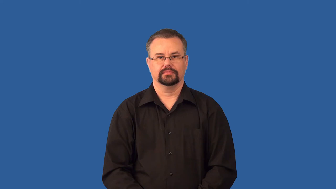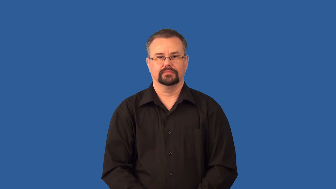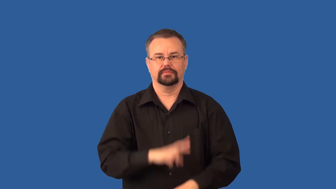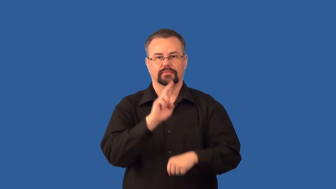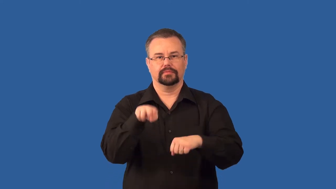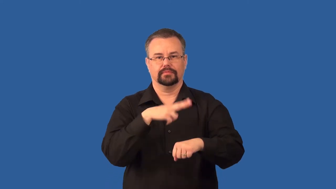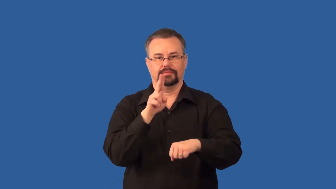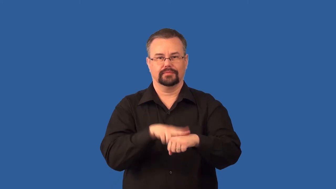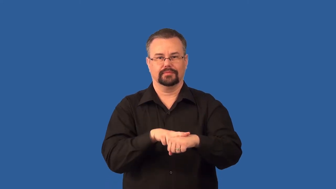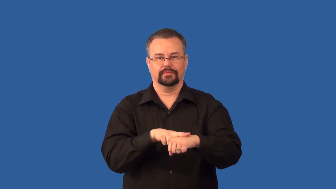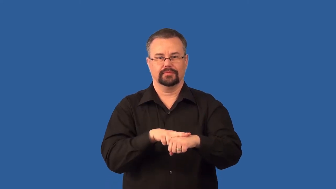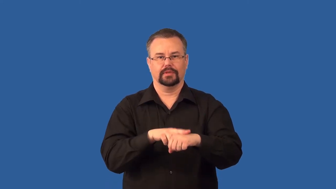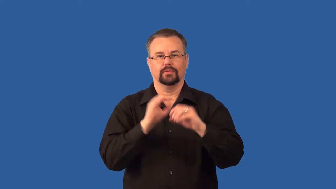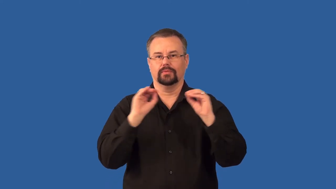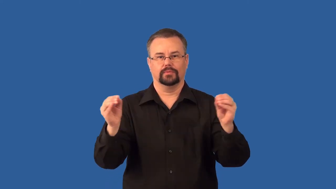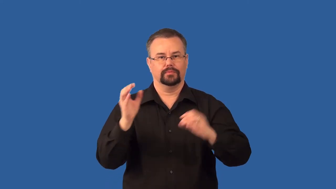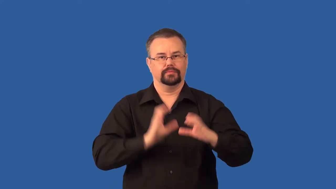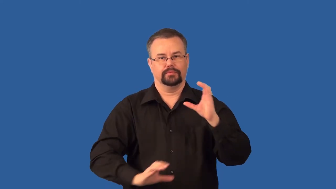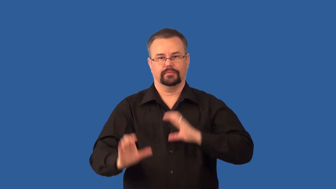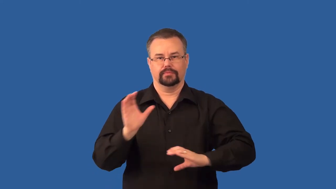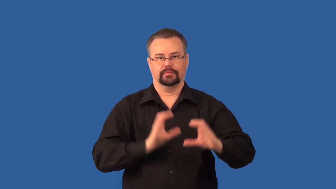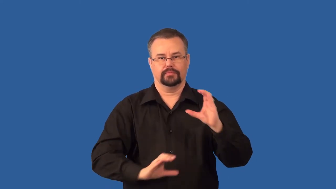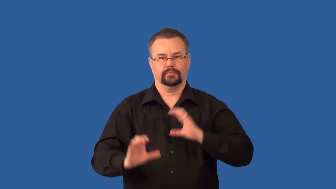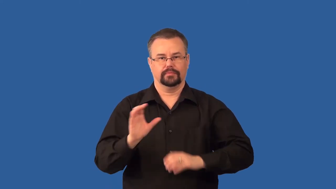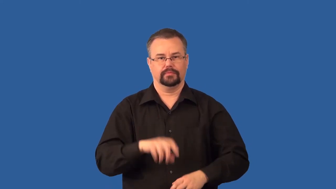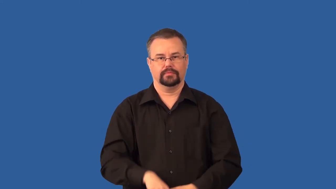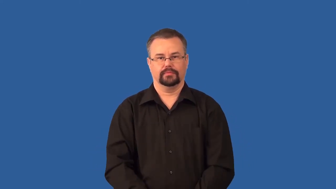organic,wholefood-food